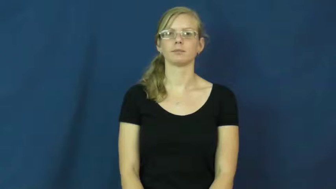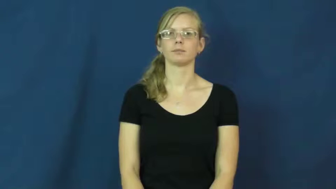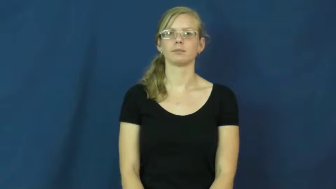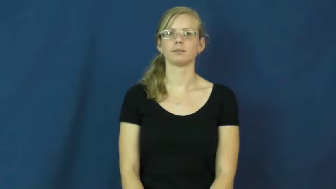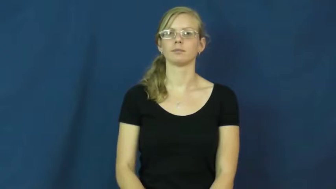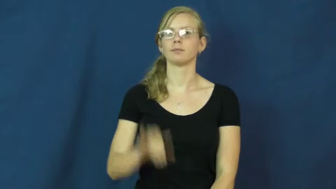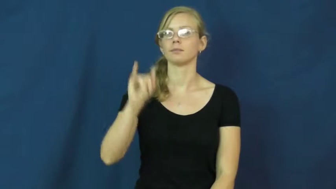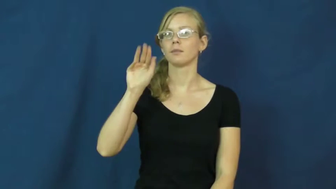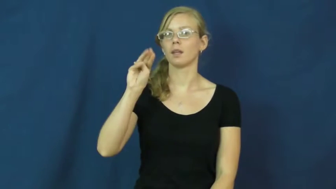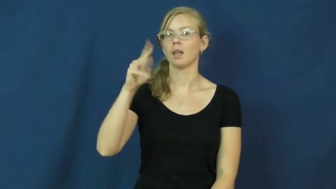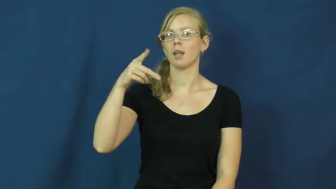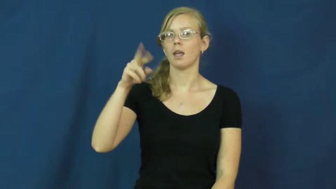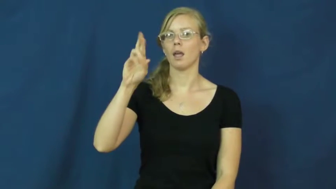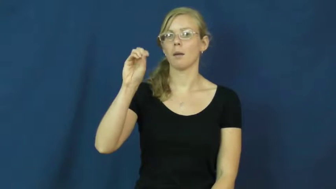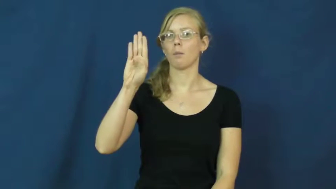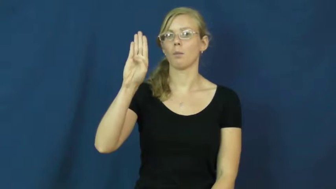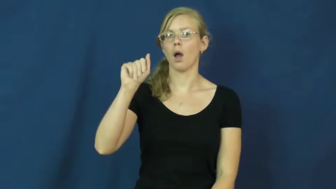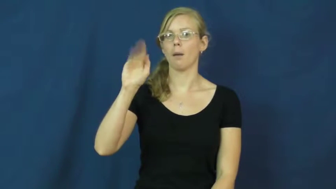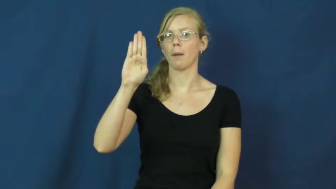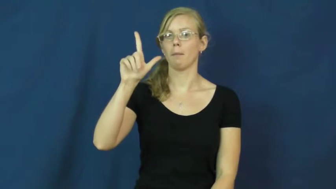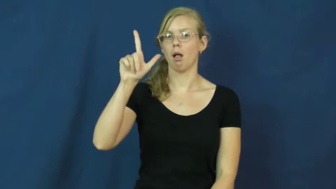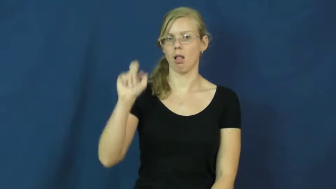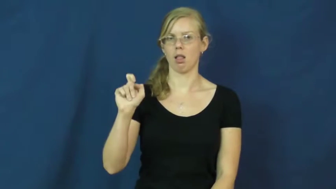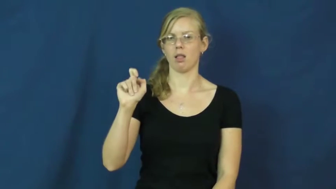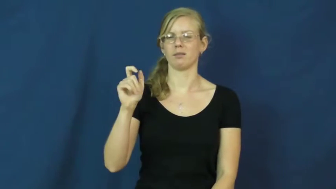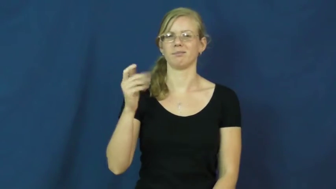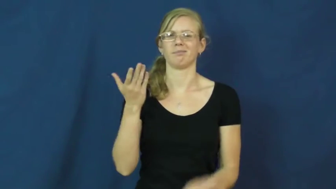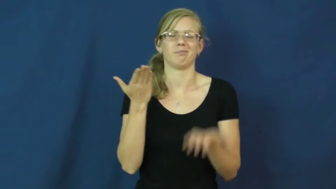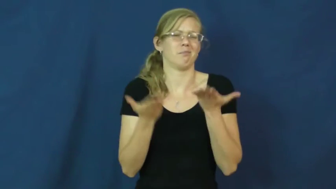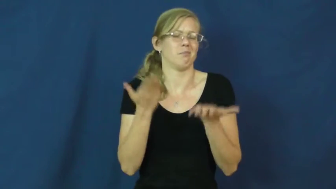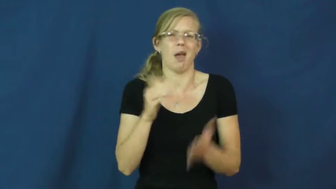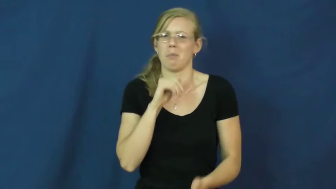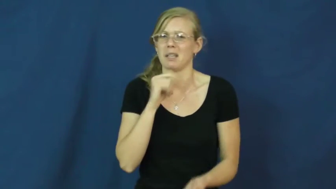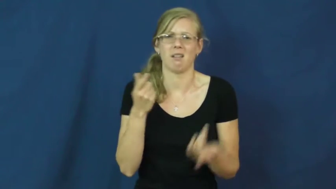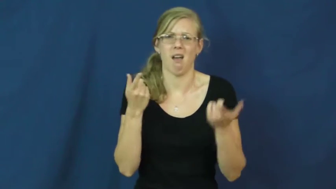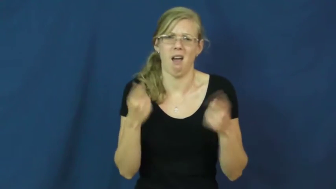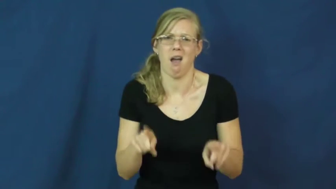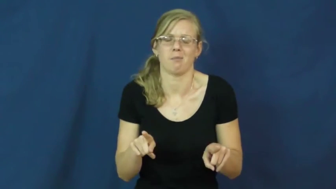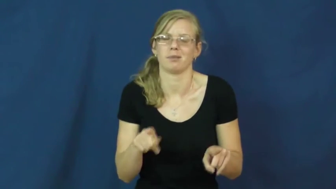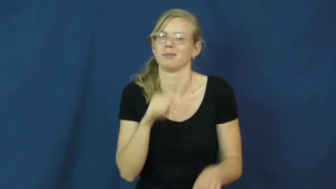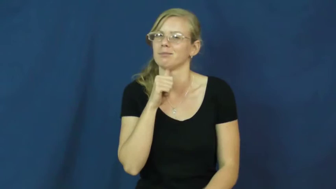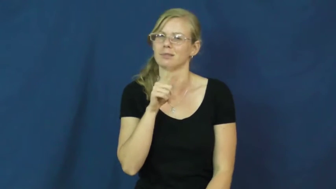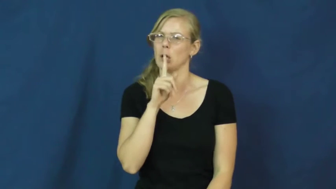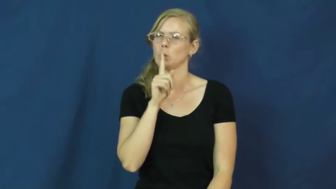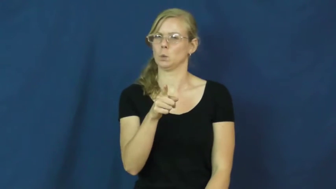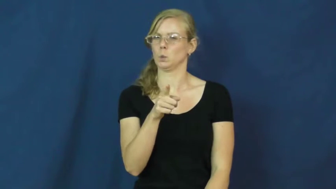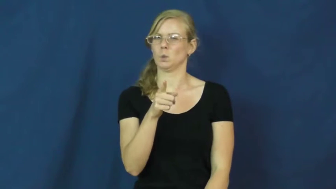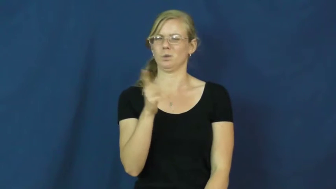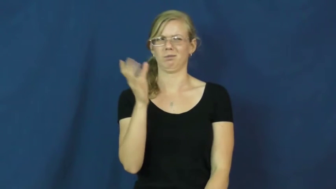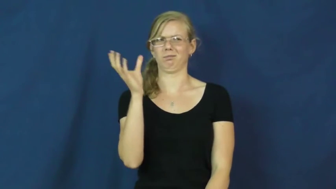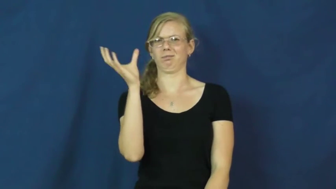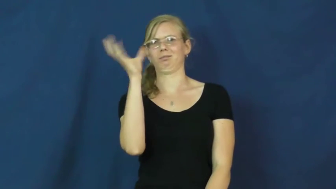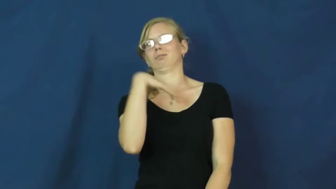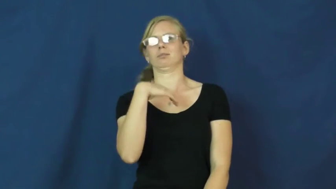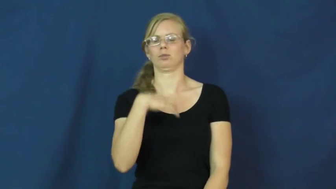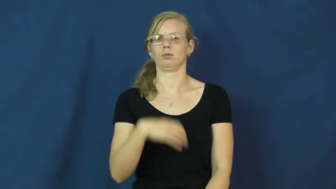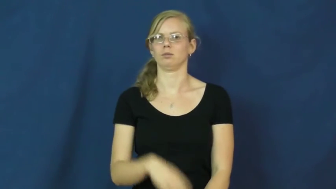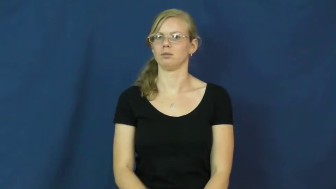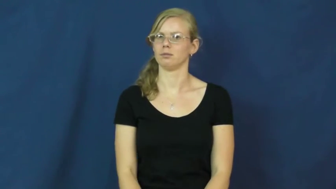improbable